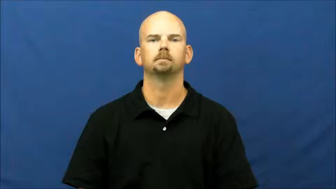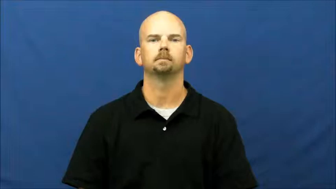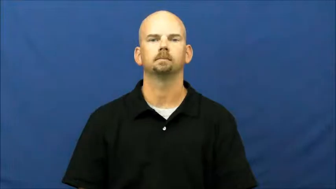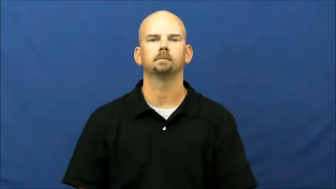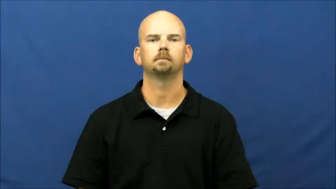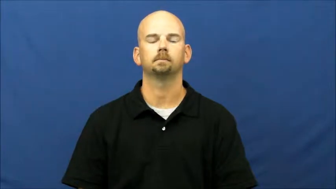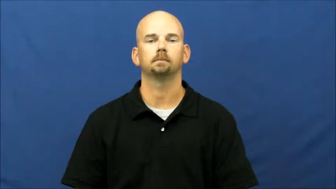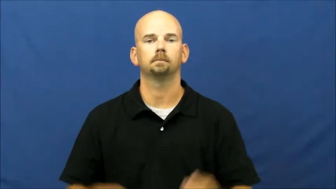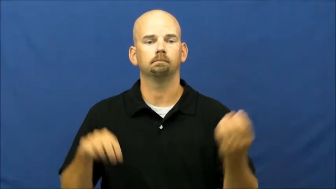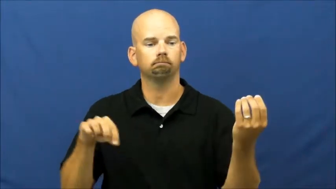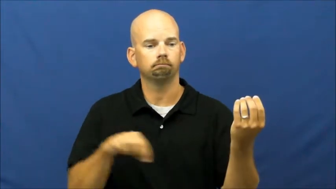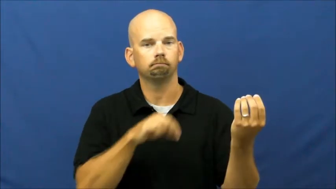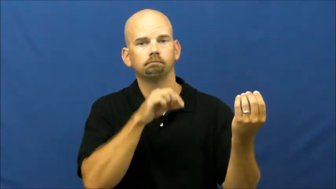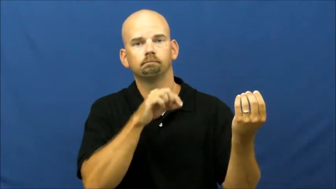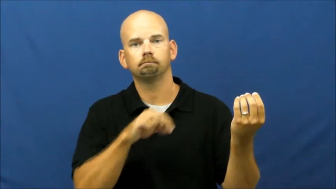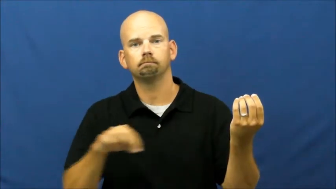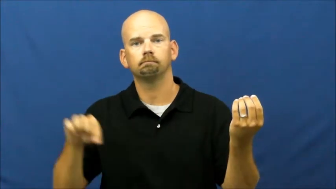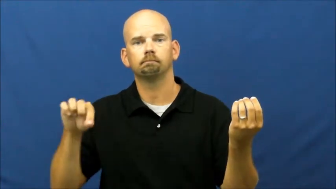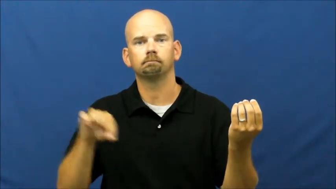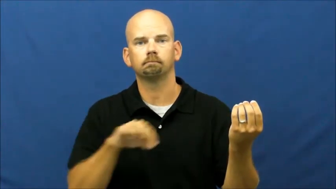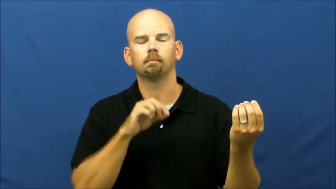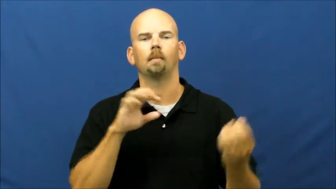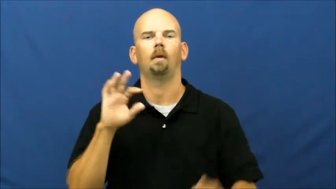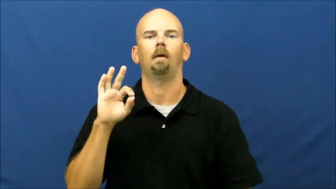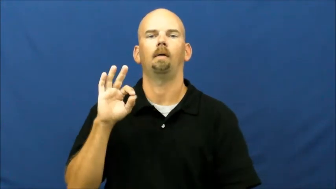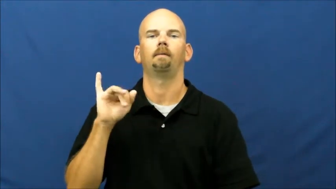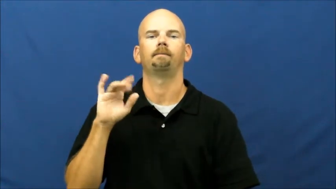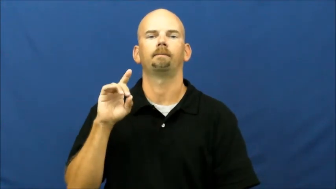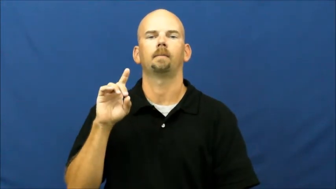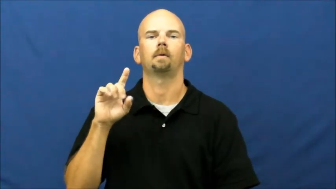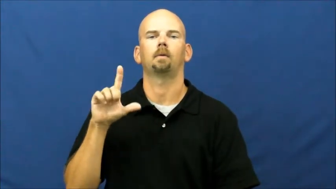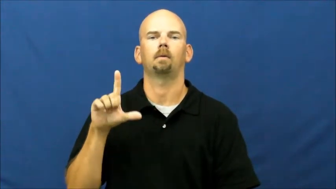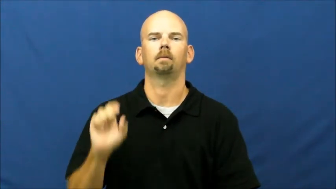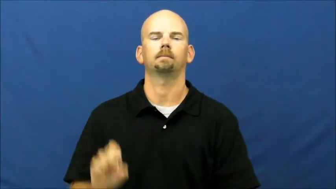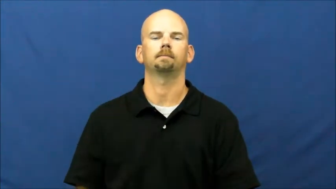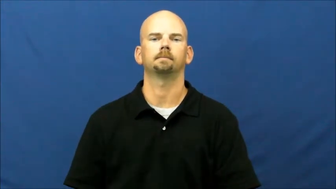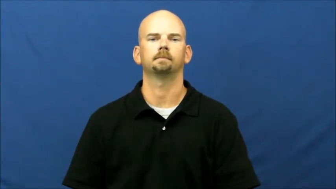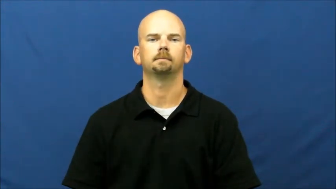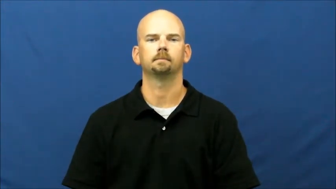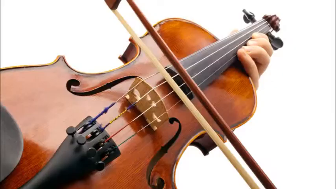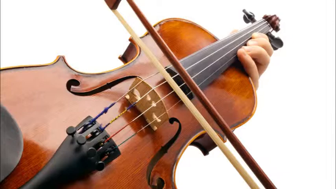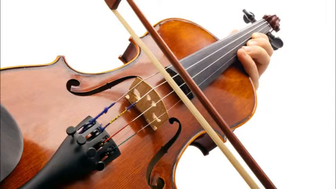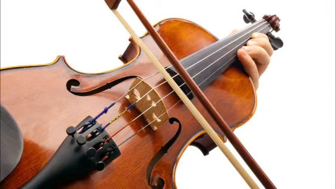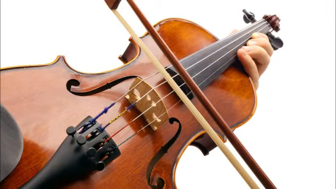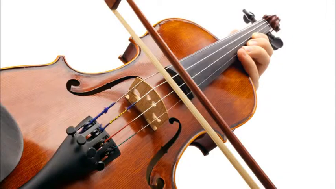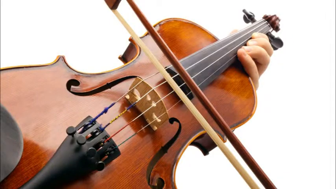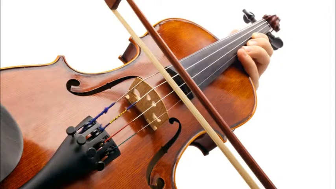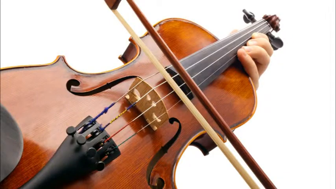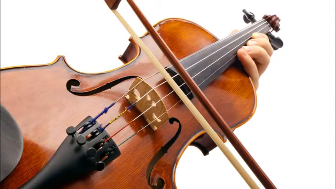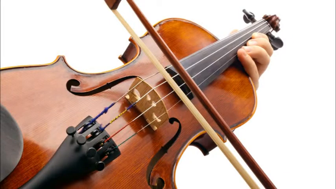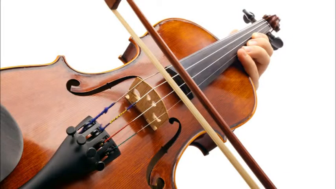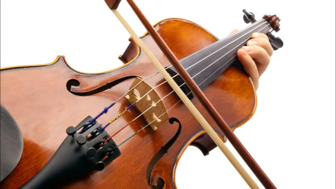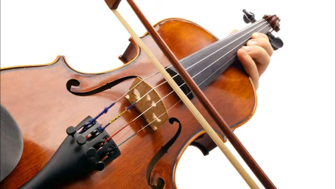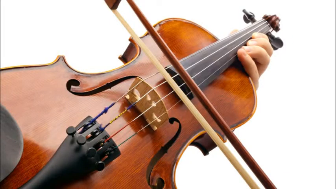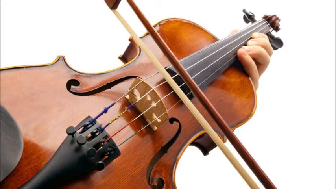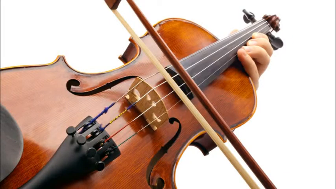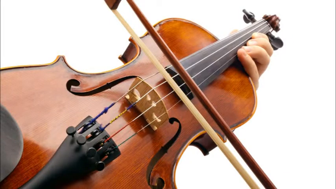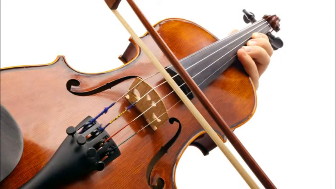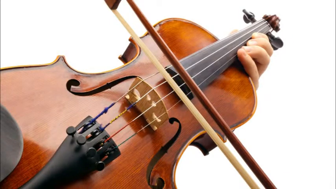fiddle-instrument